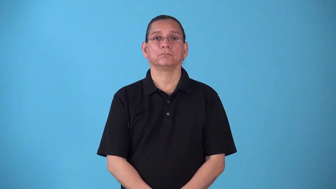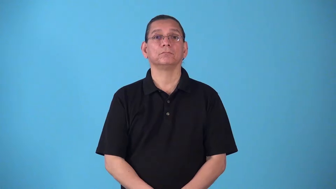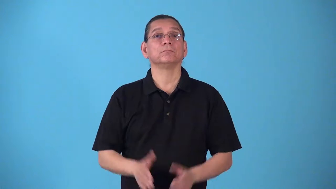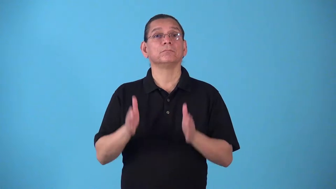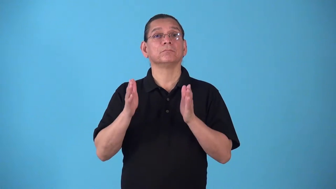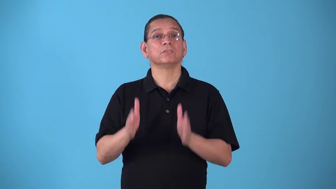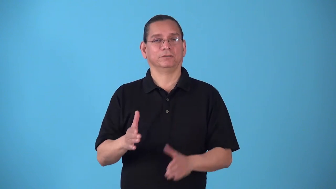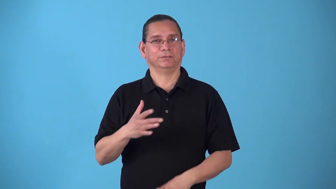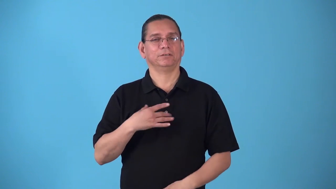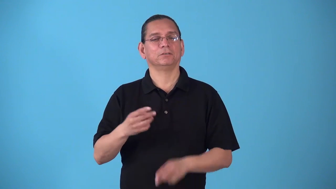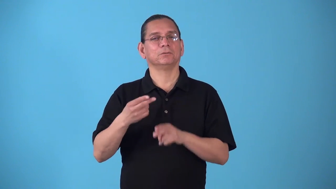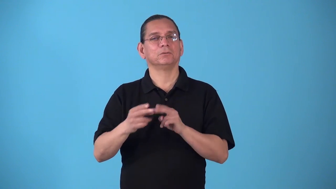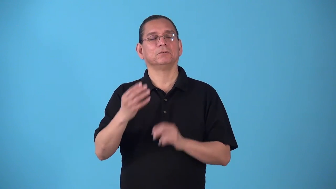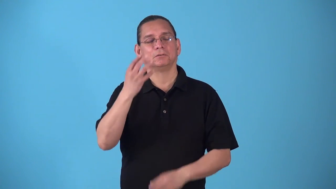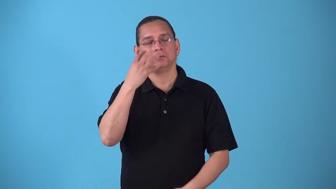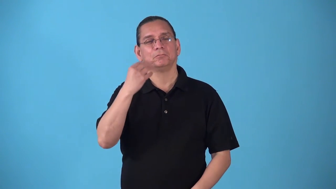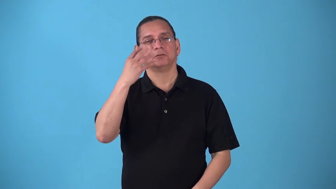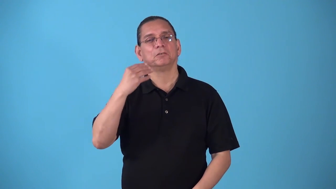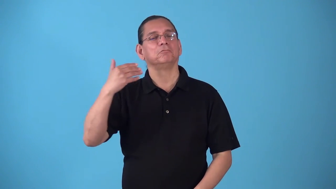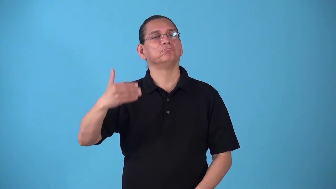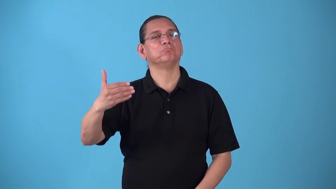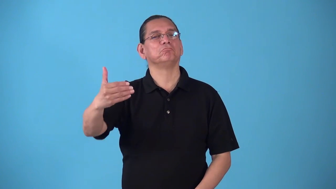sleeper,napper